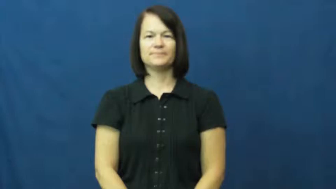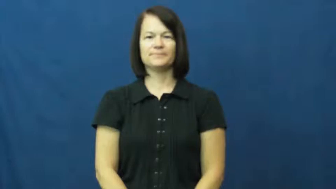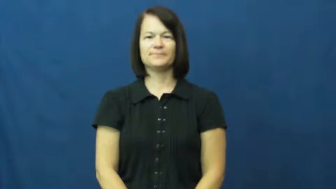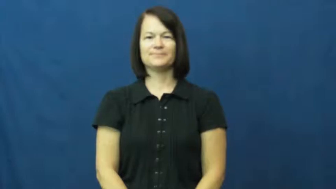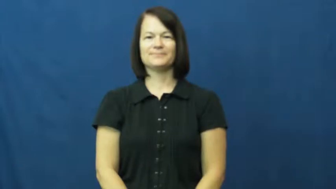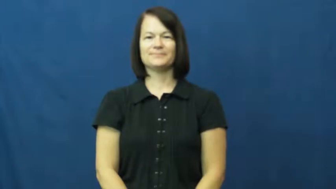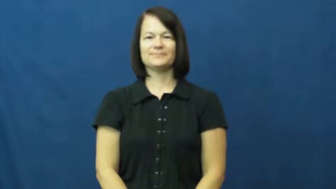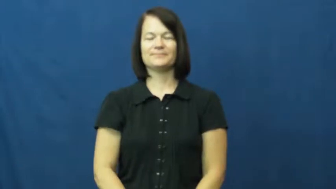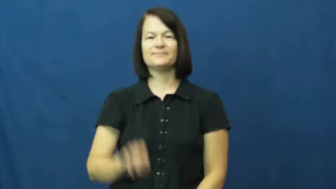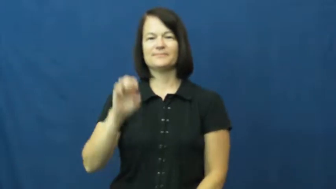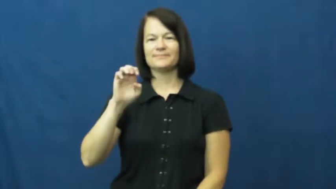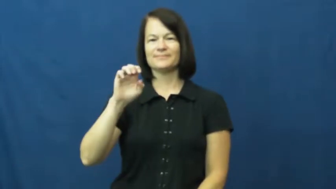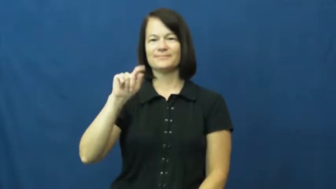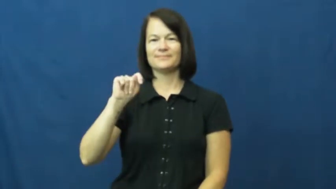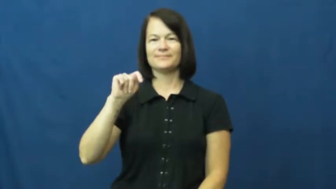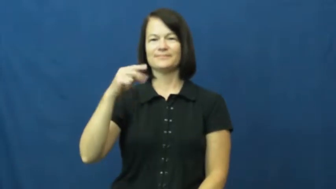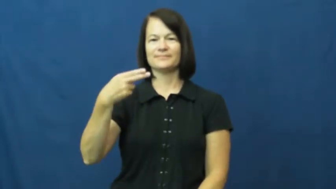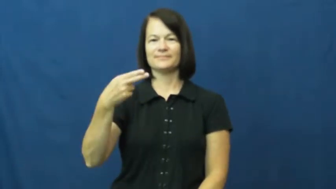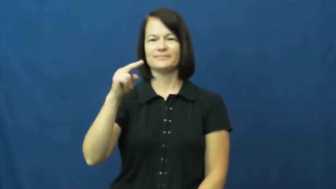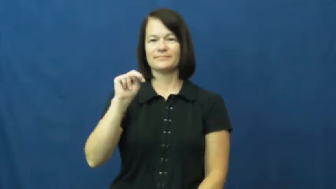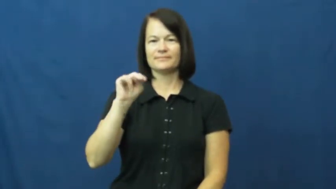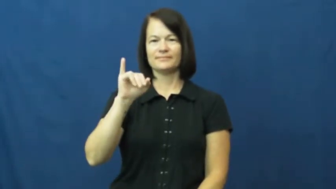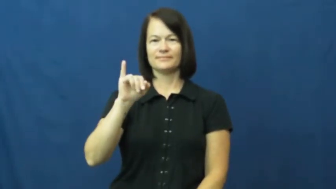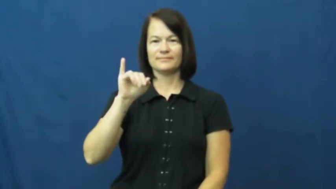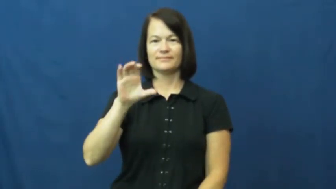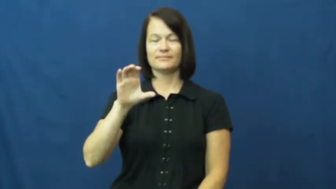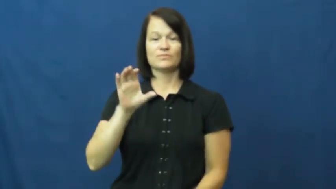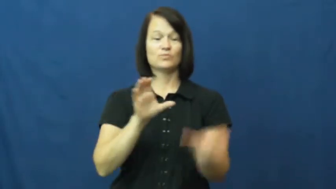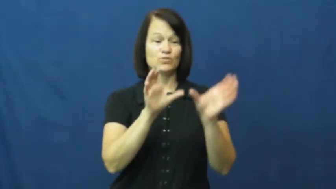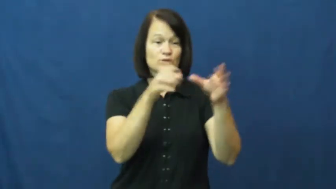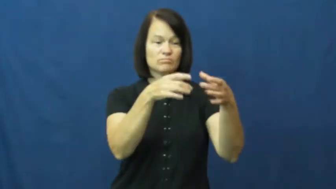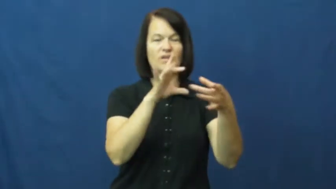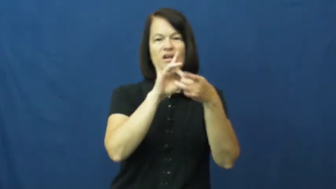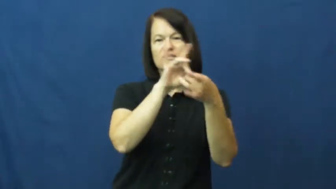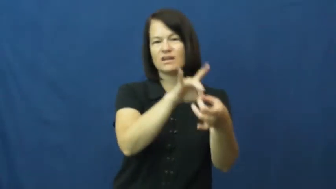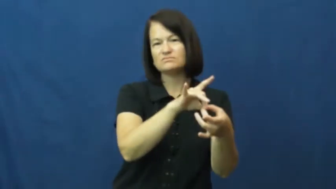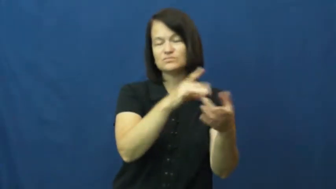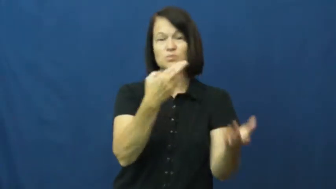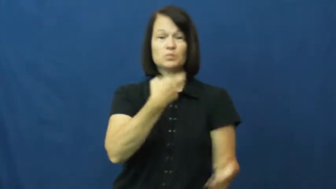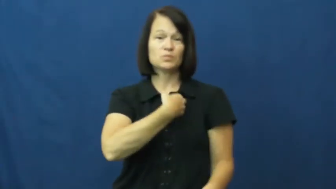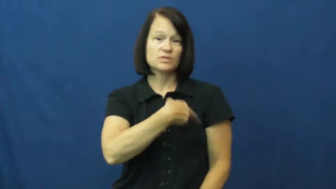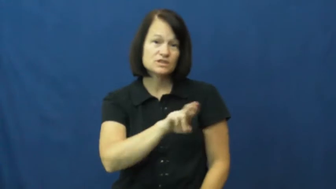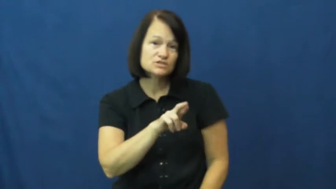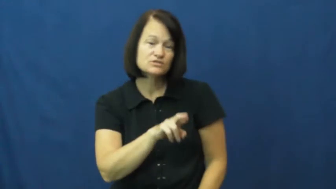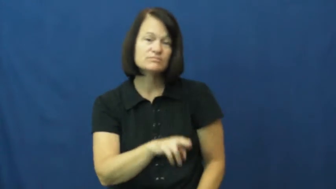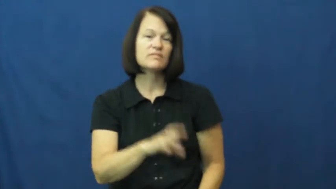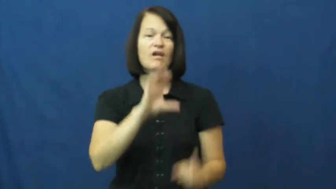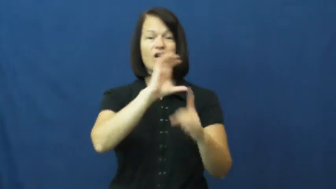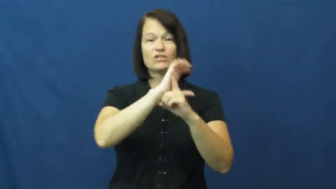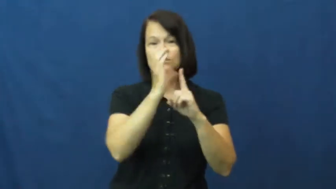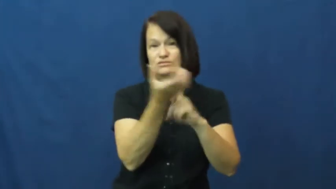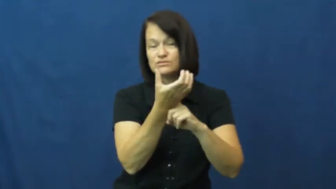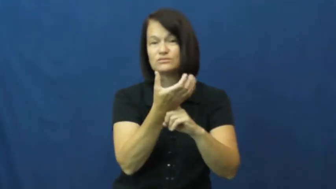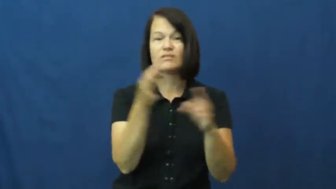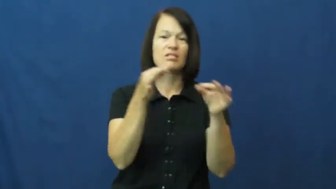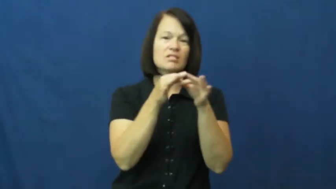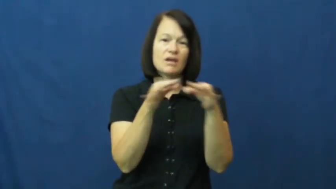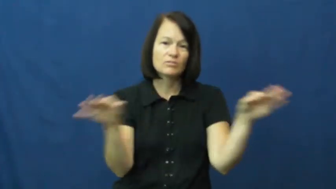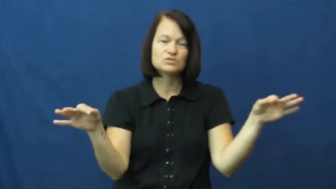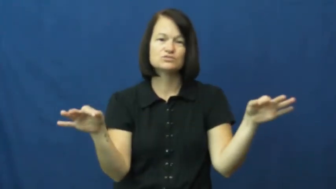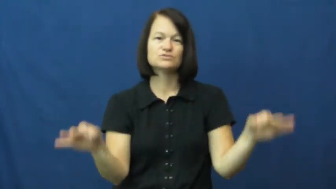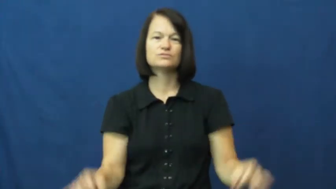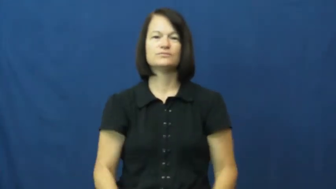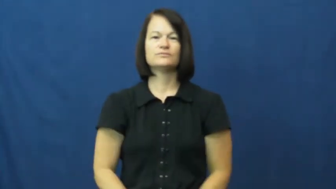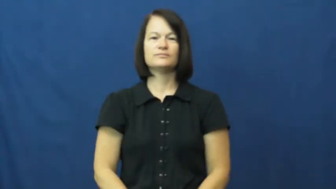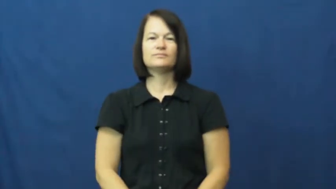ethnic